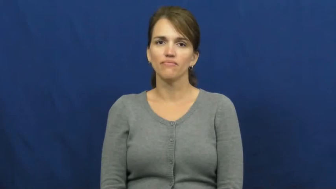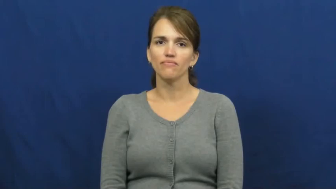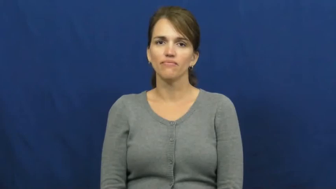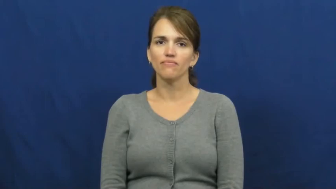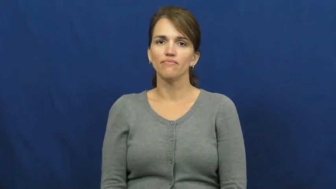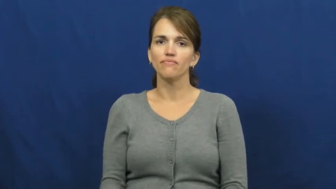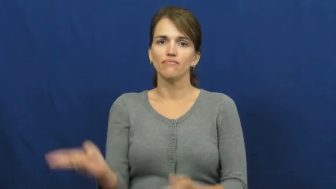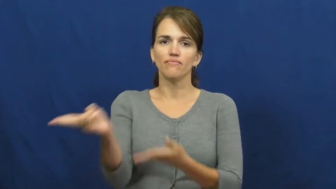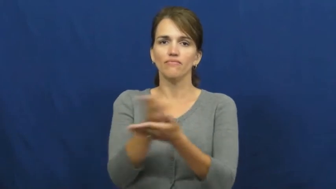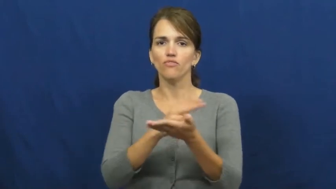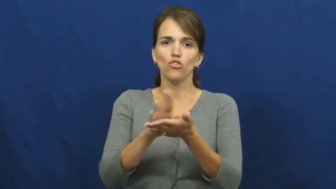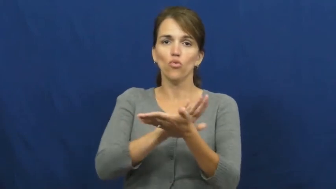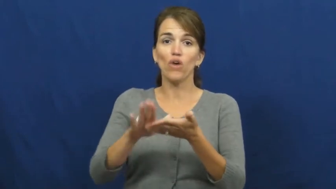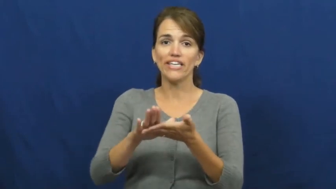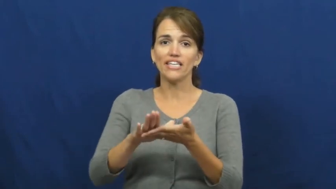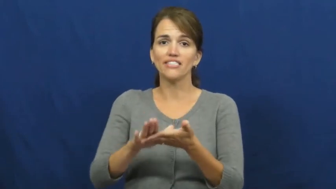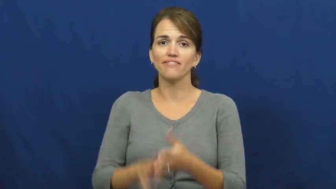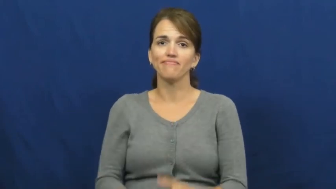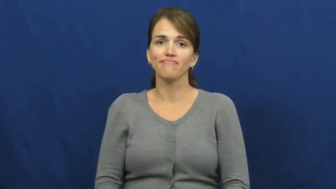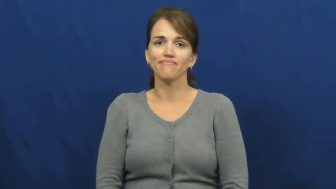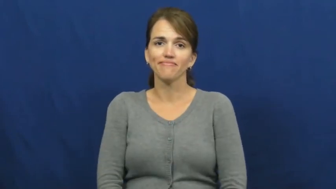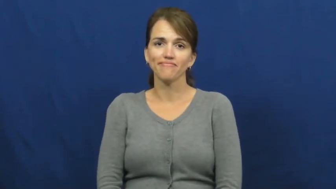righteous